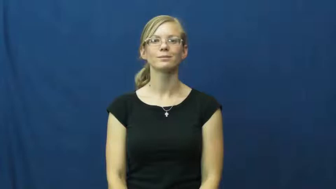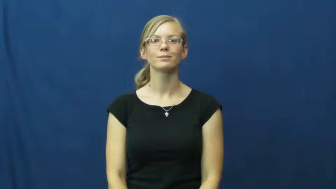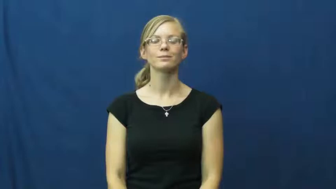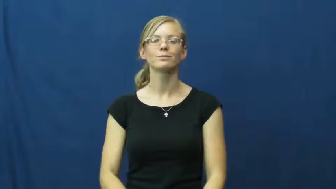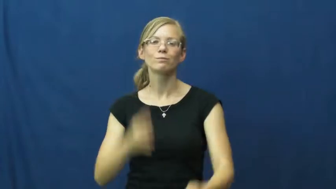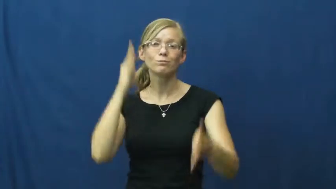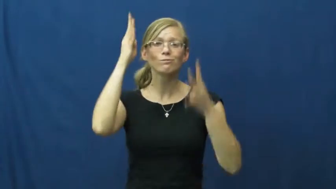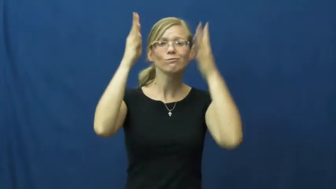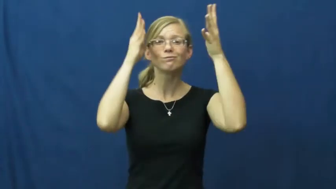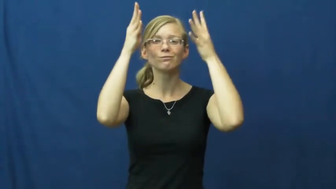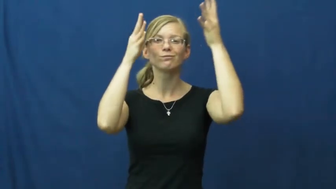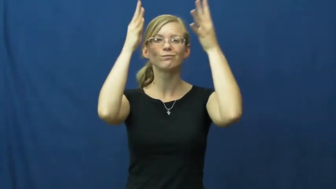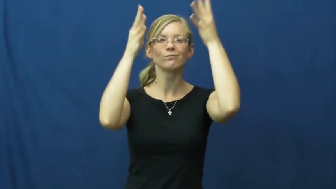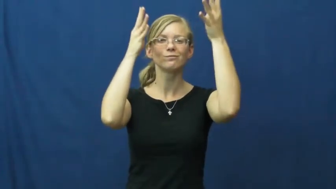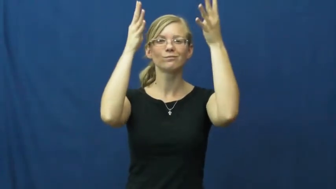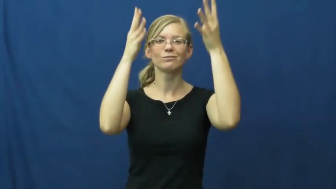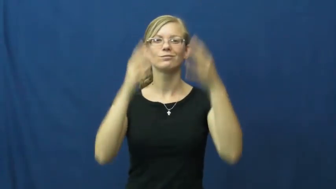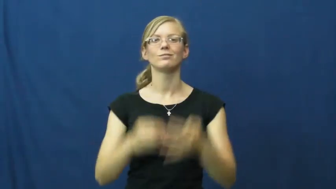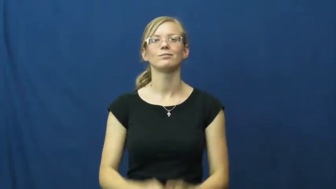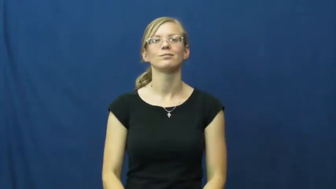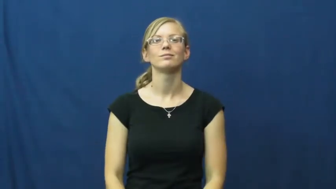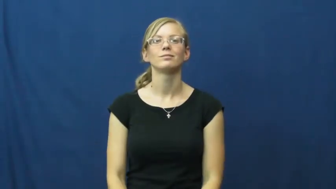innovate